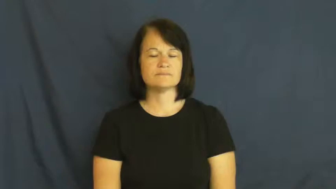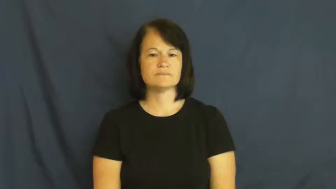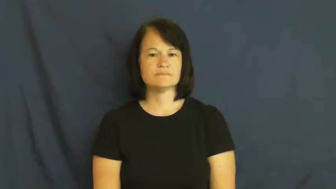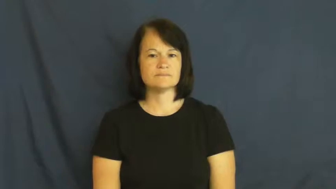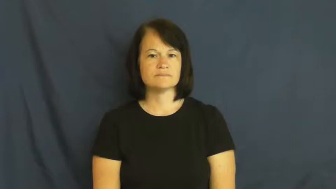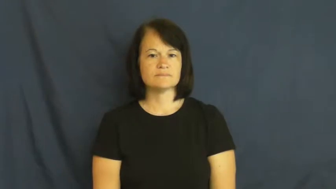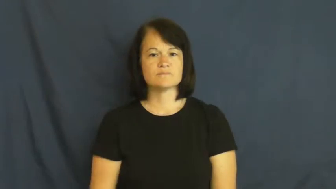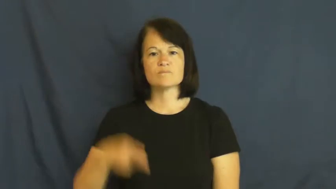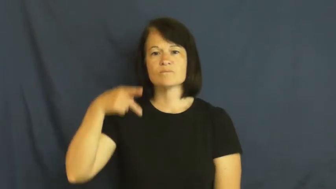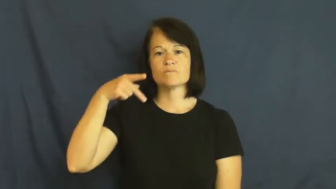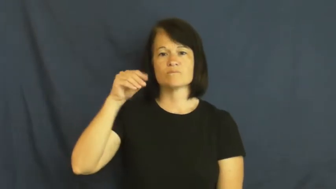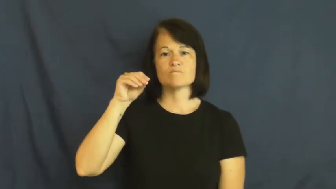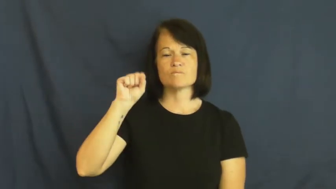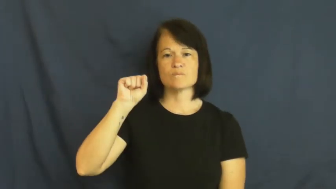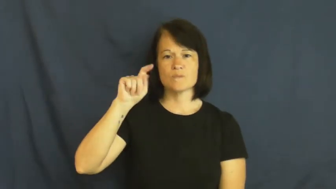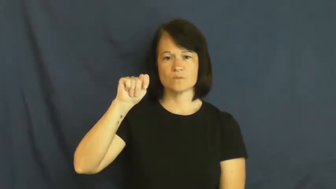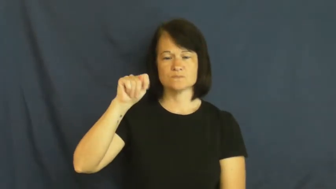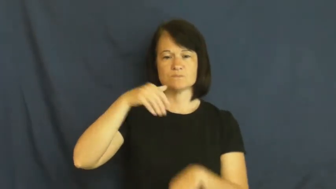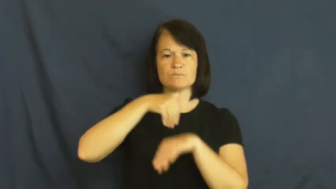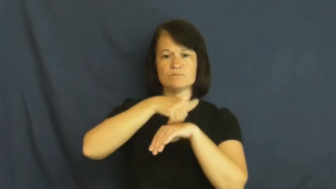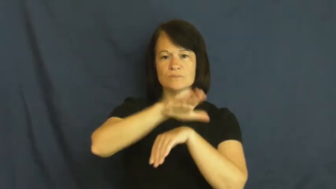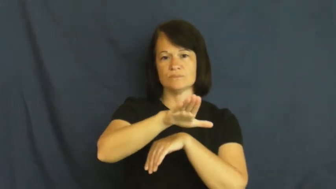post-send